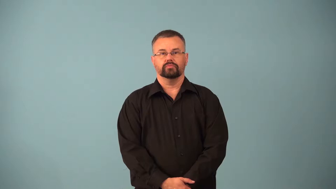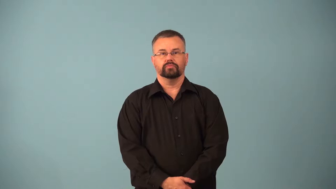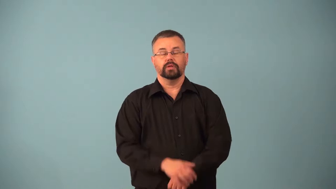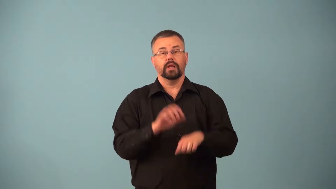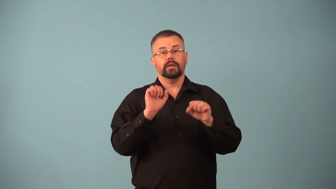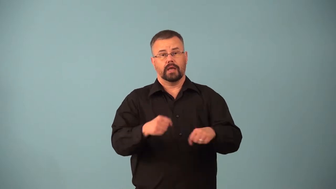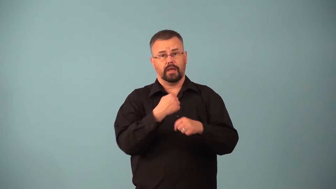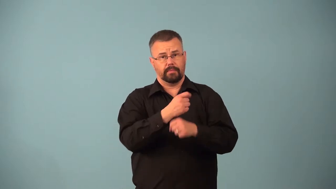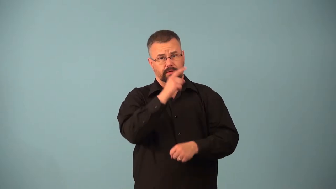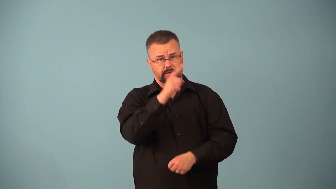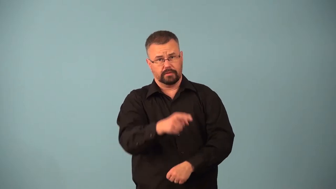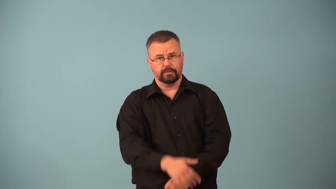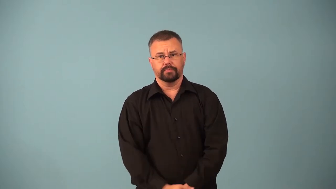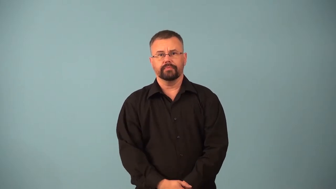ascertainable